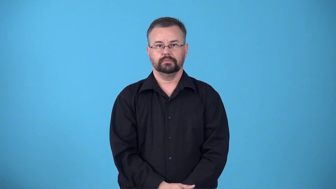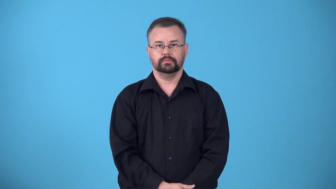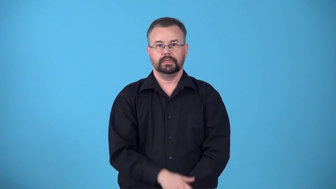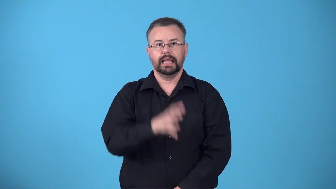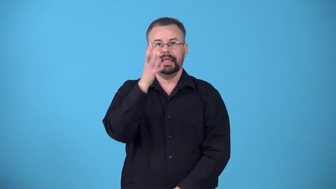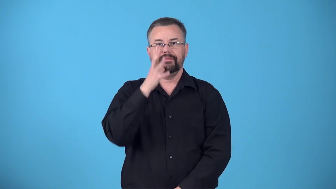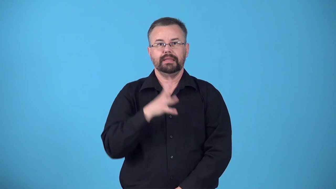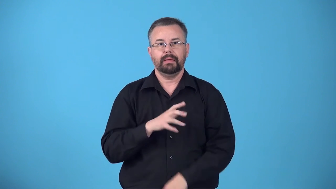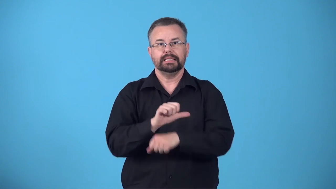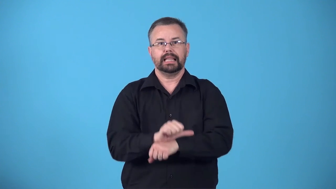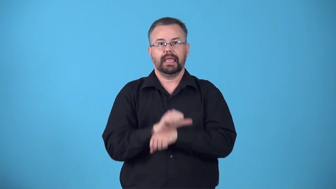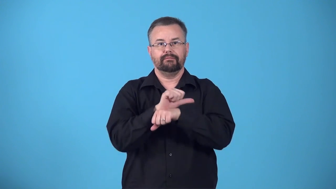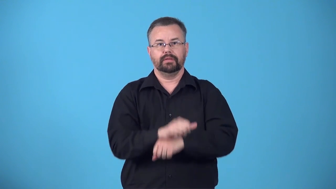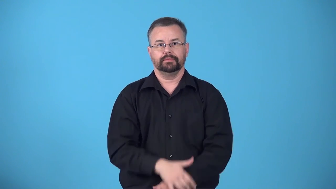bondmaid,bondwoman-female slave